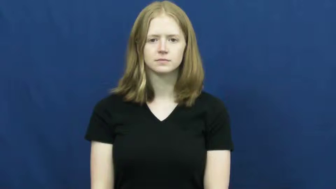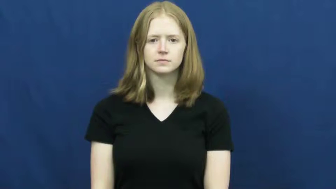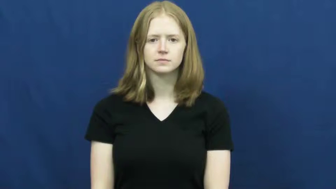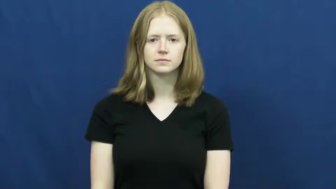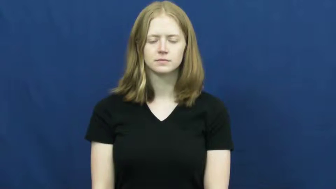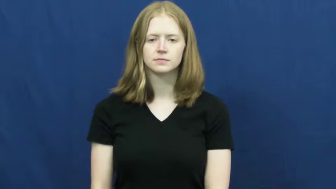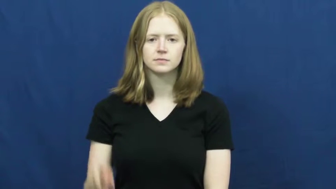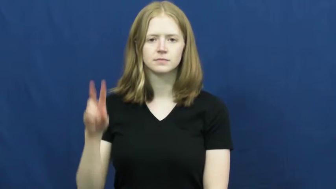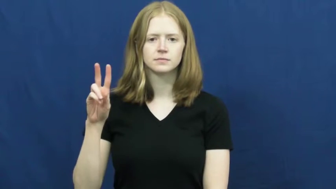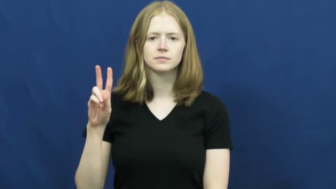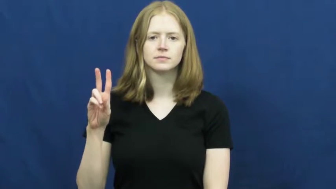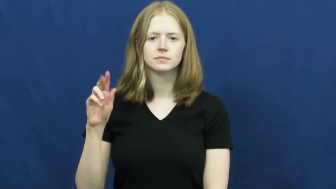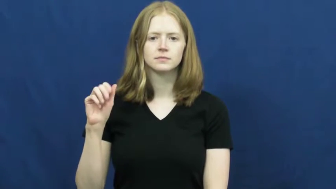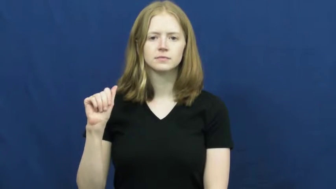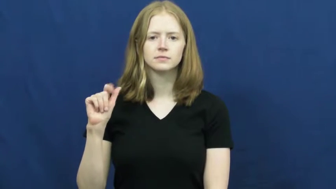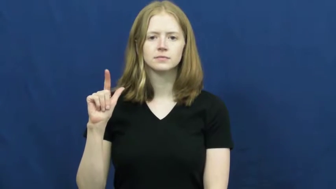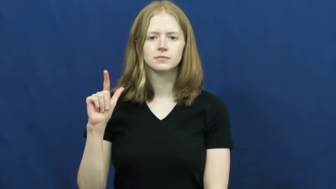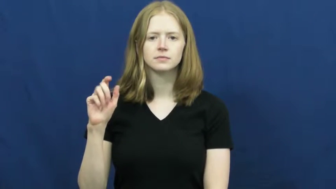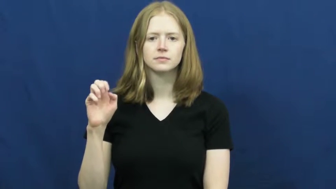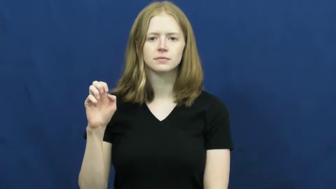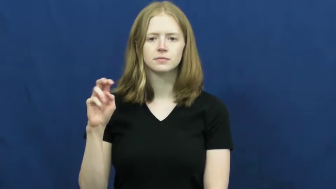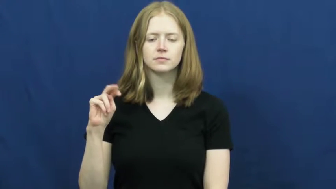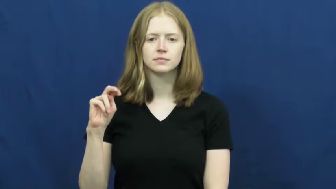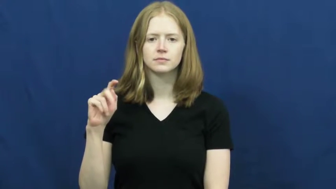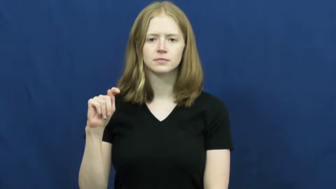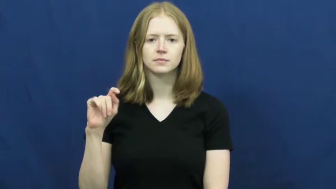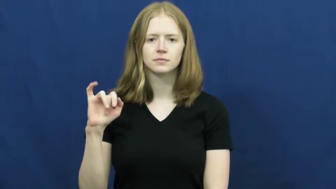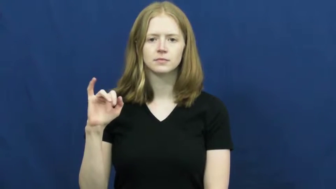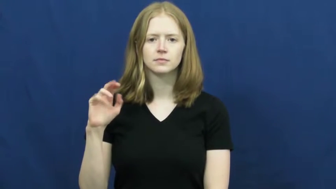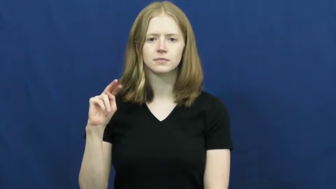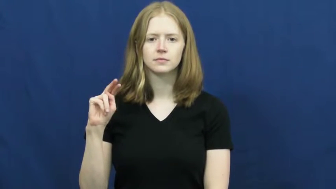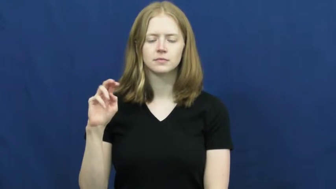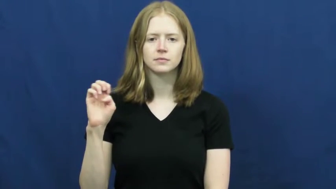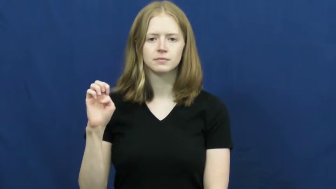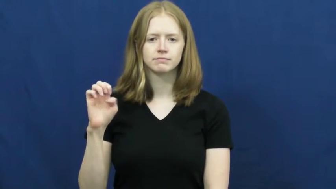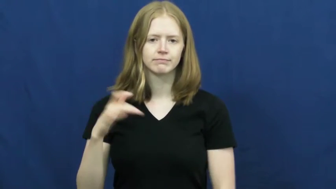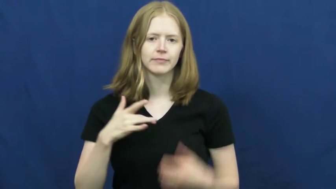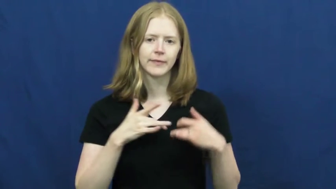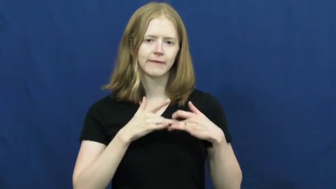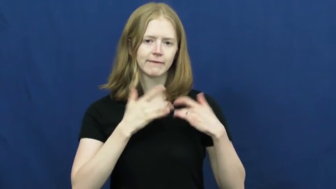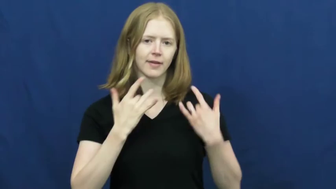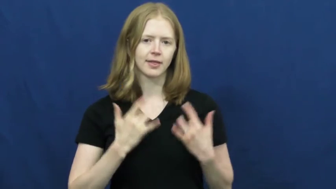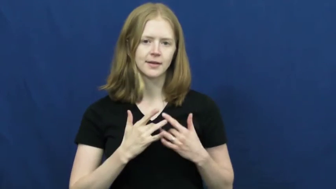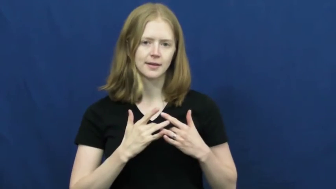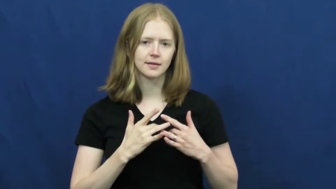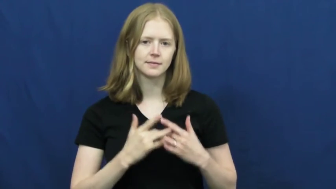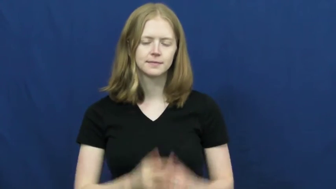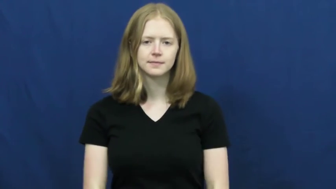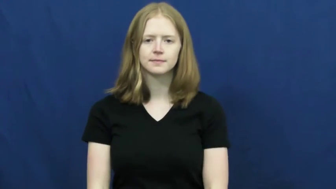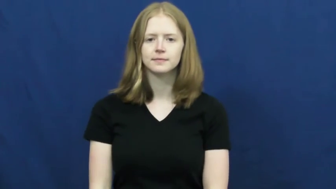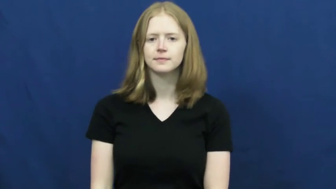valentine